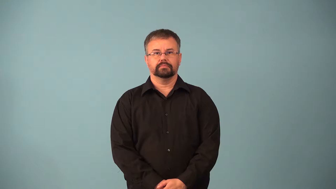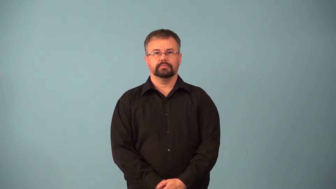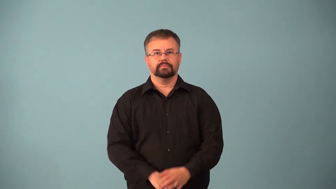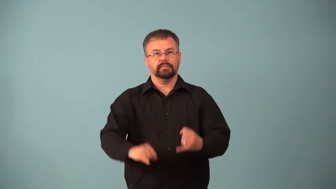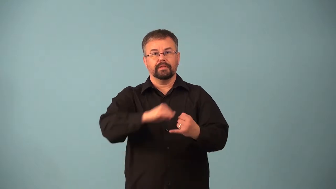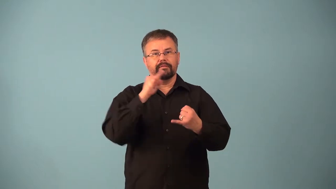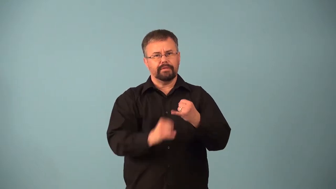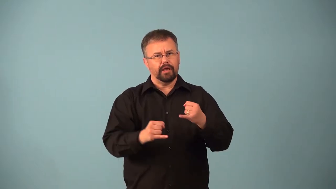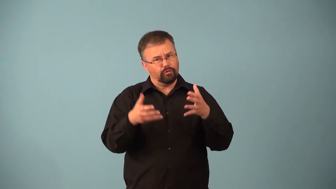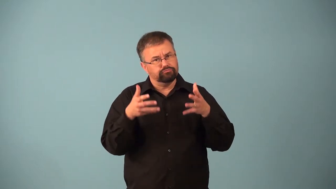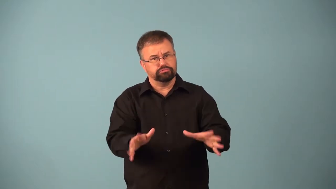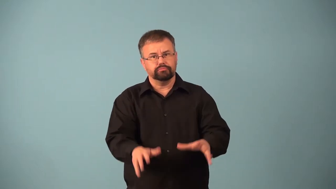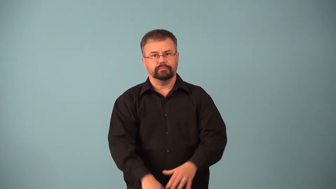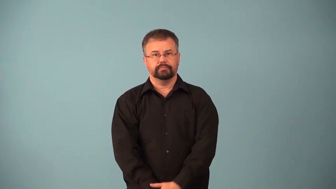absolute-rule must follow